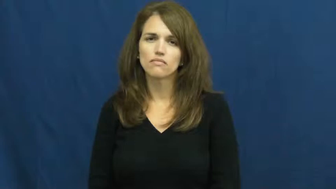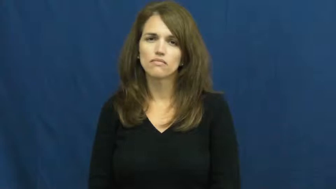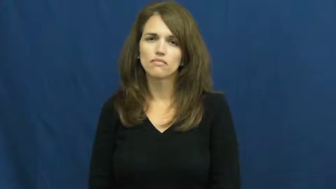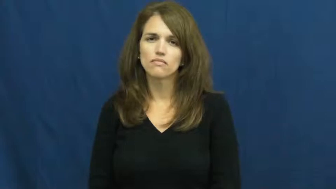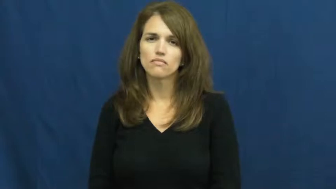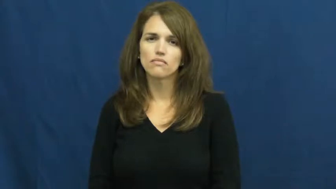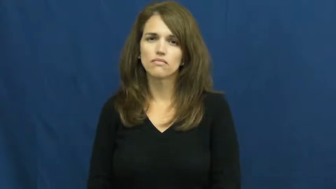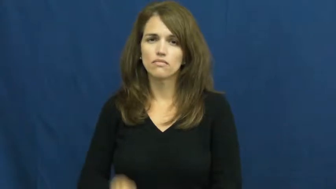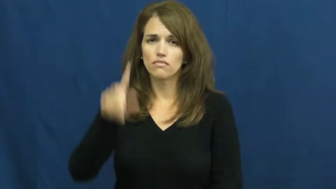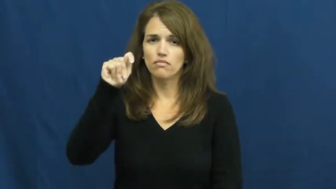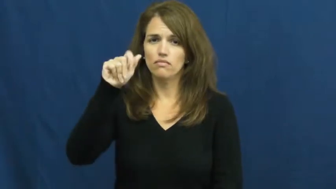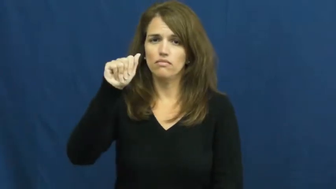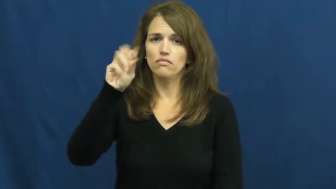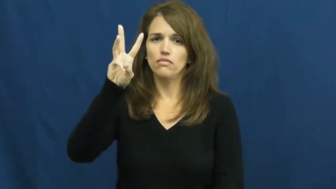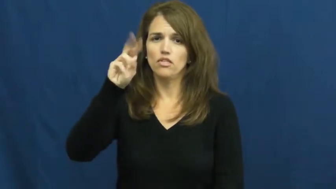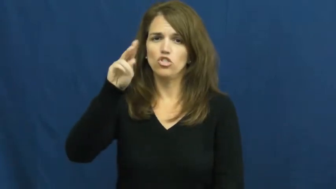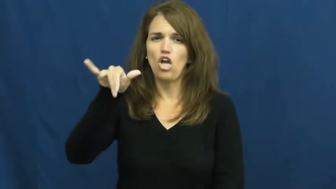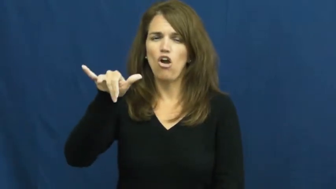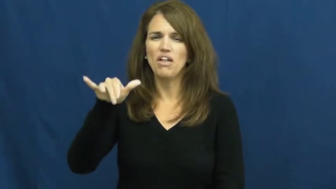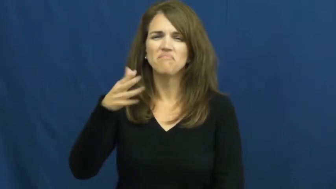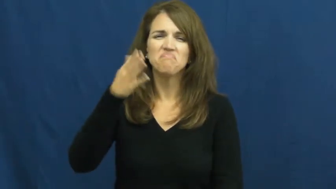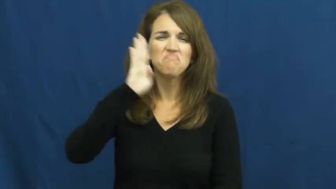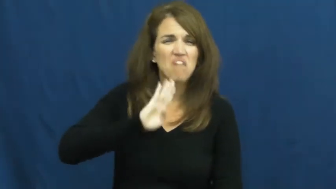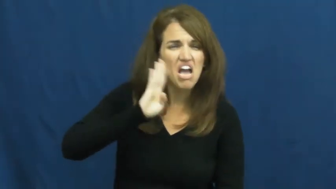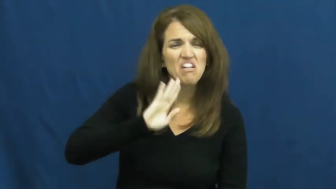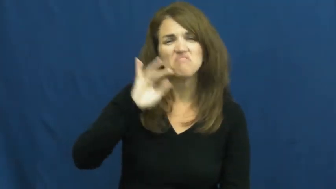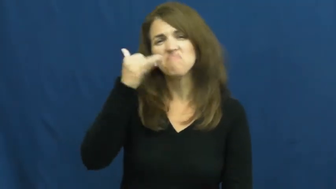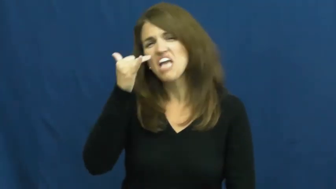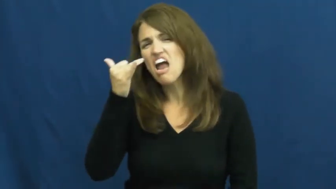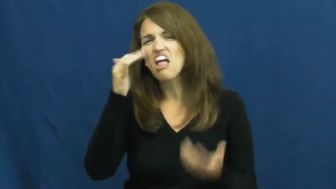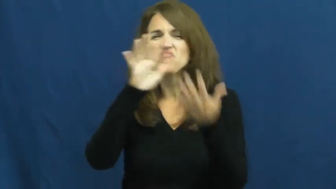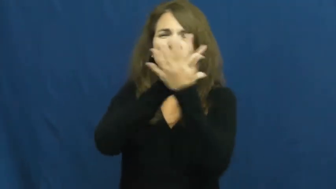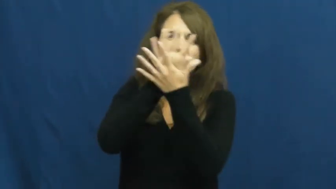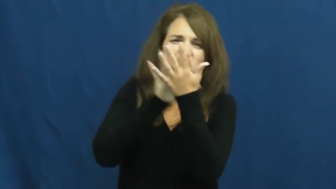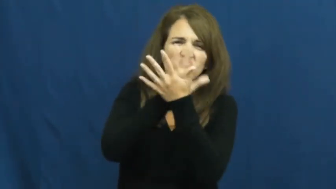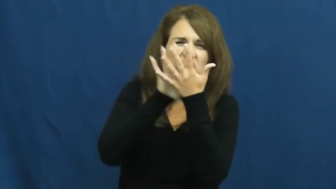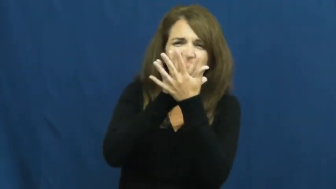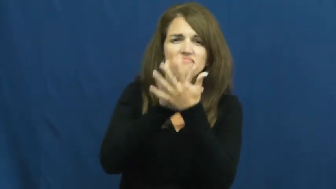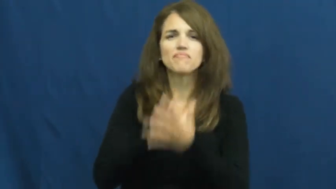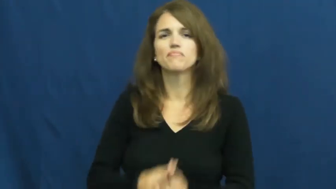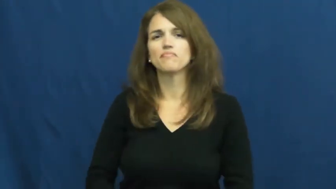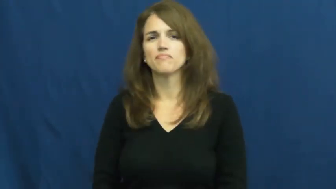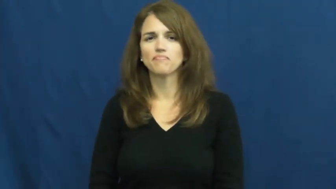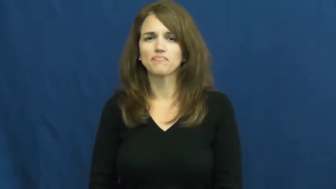tawny